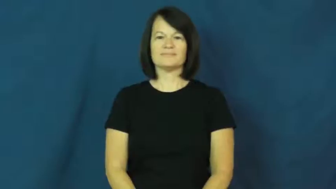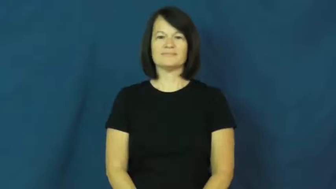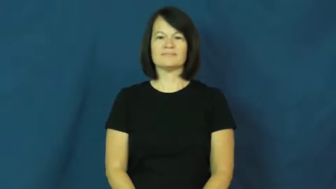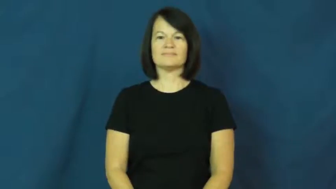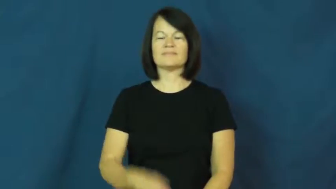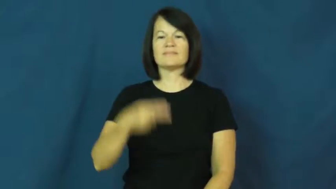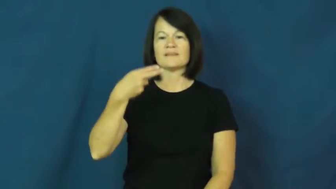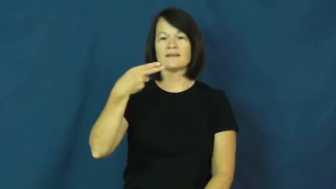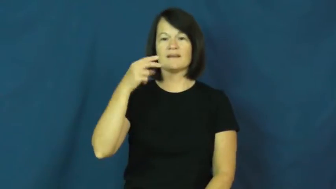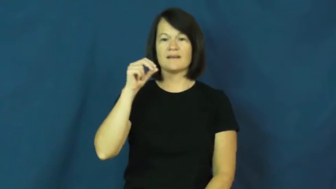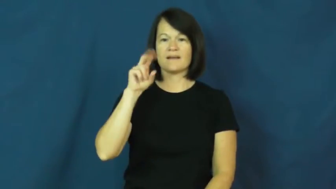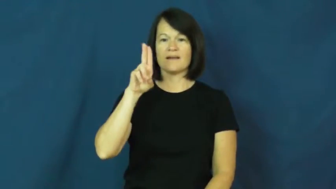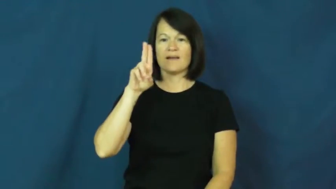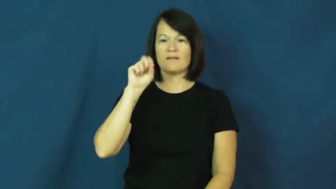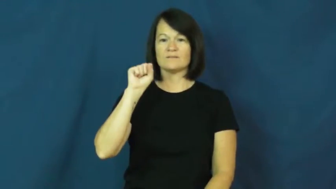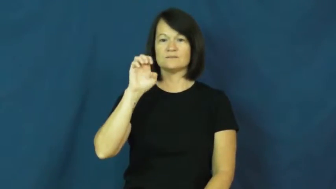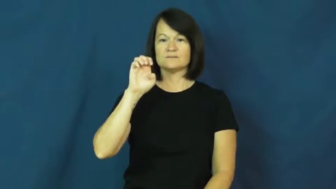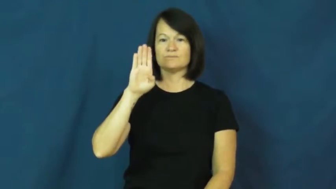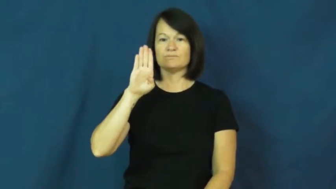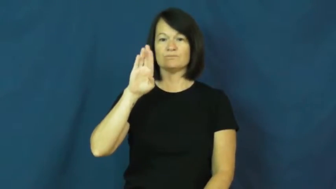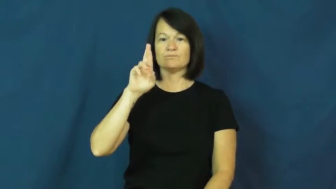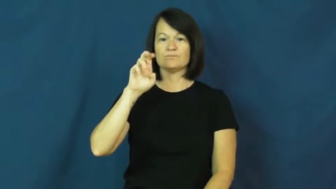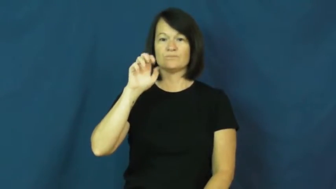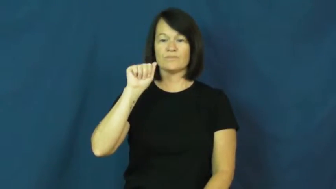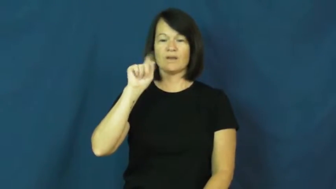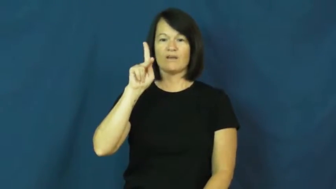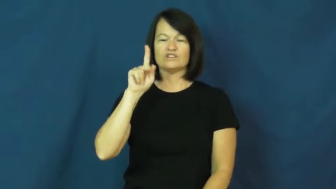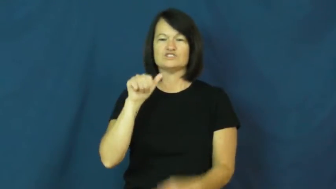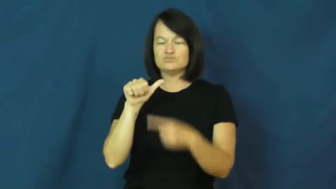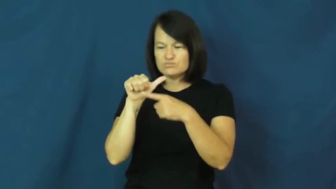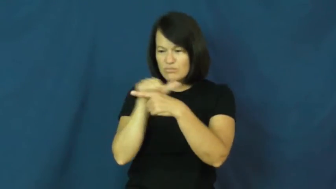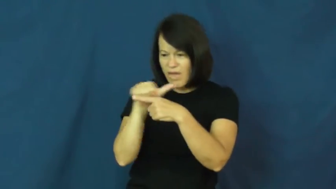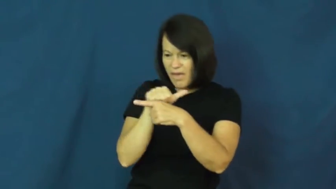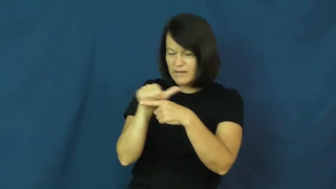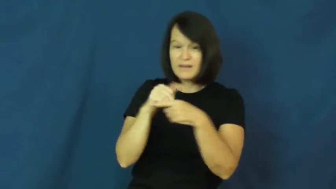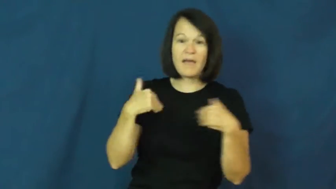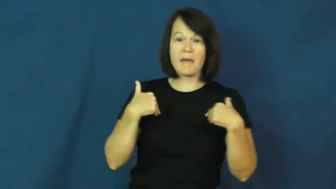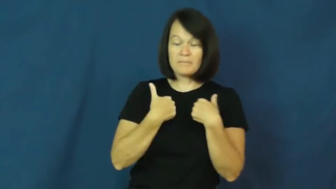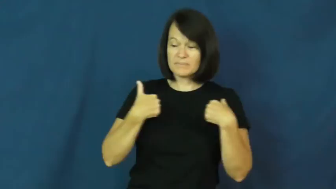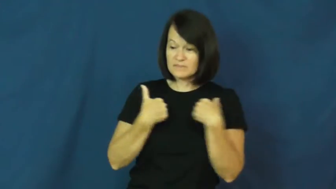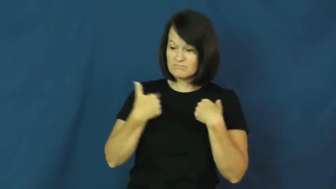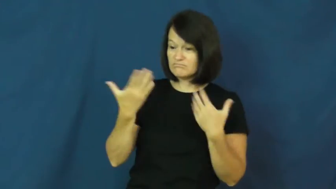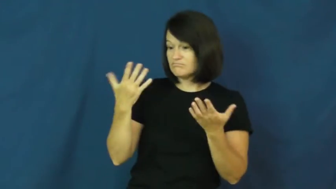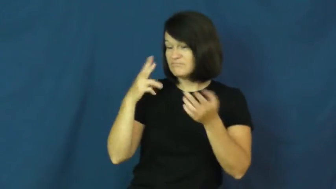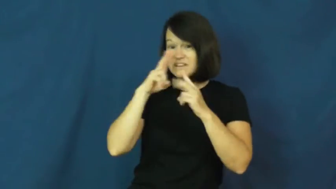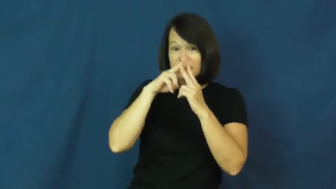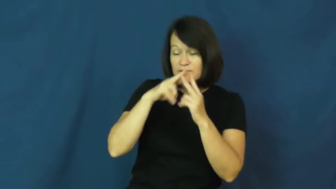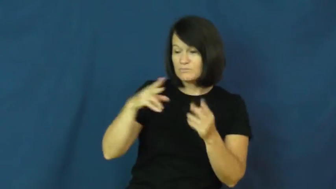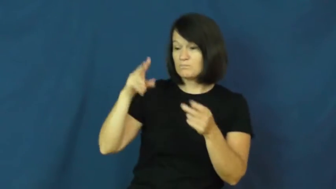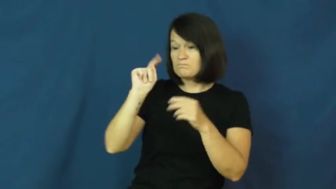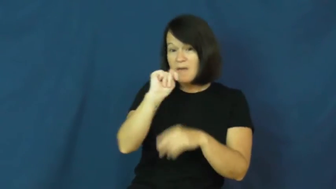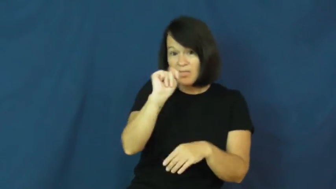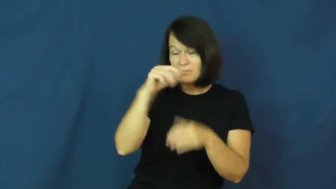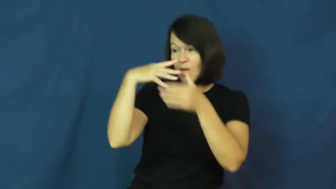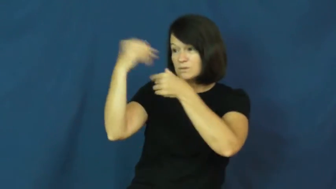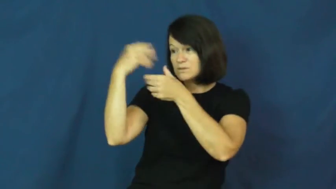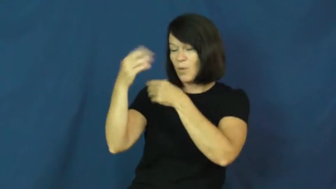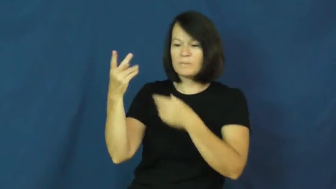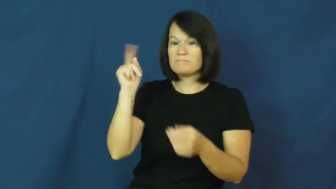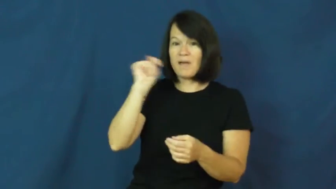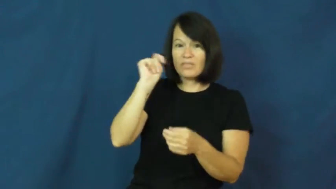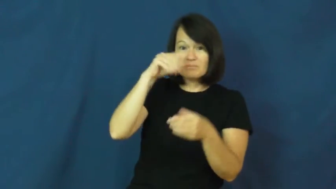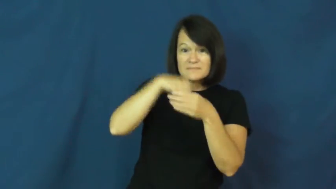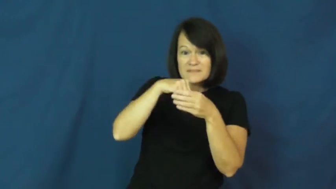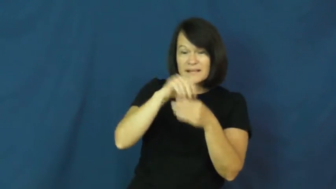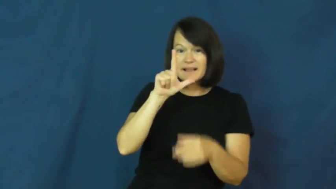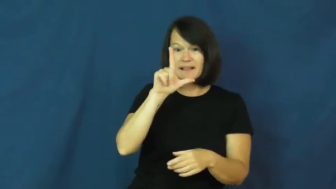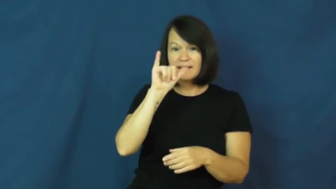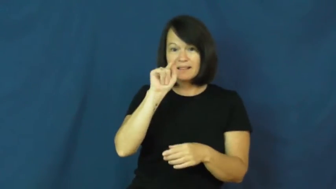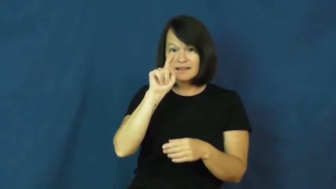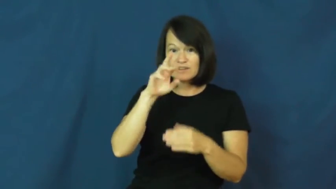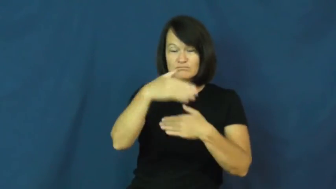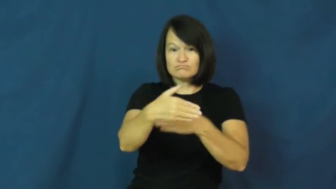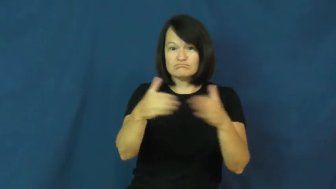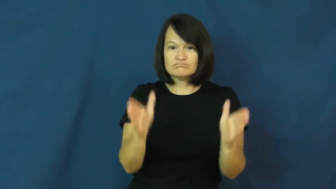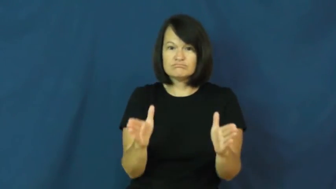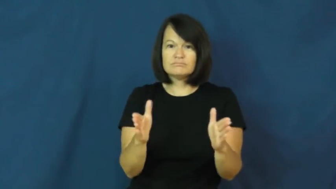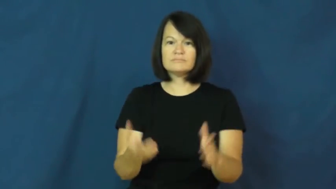housebreak